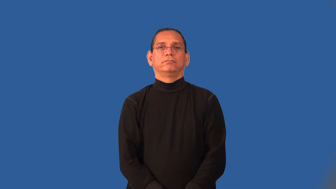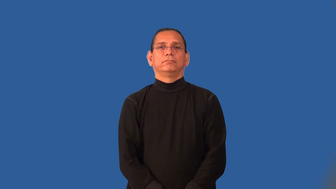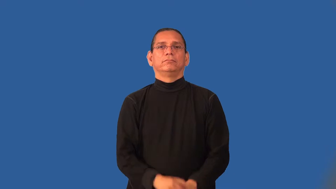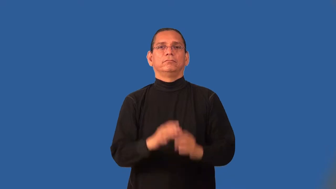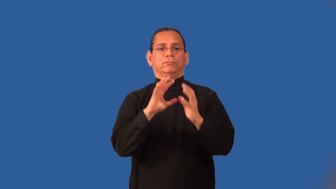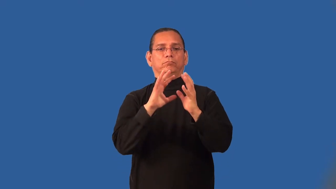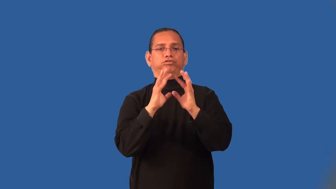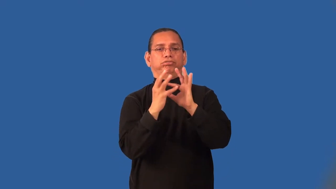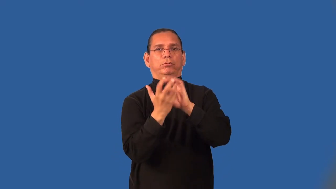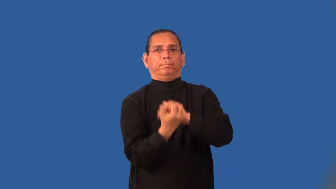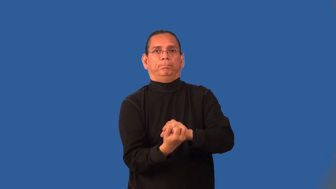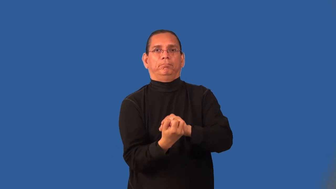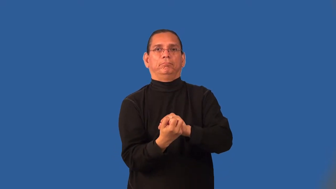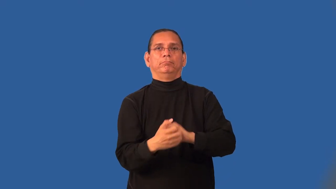implode